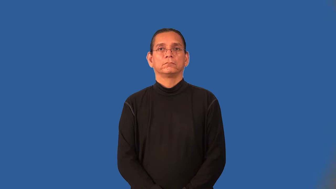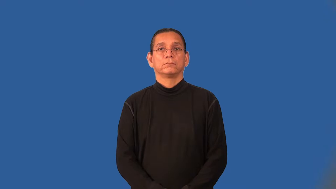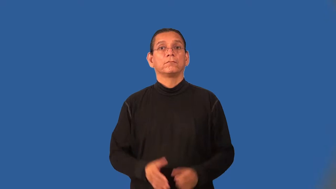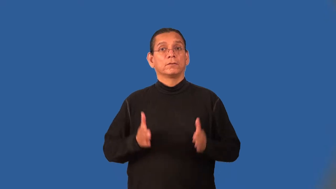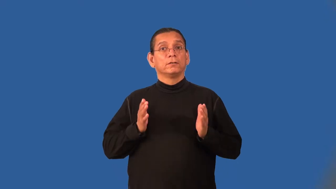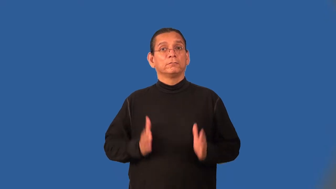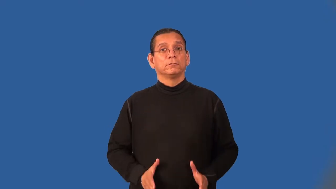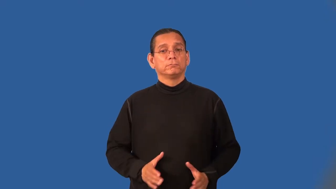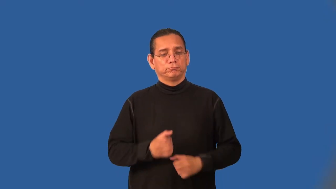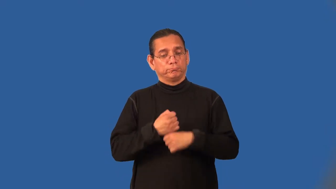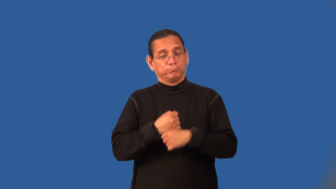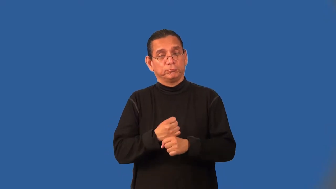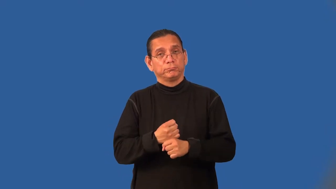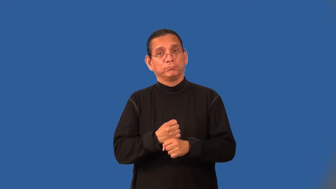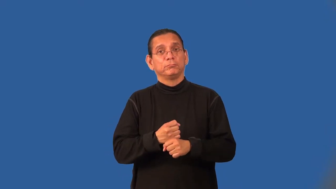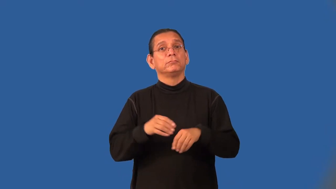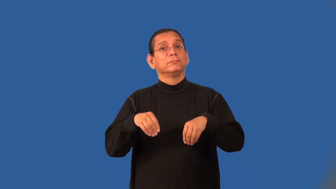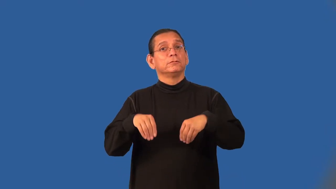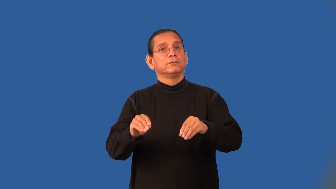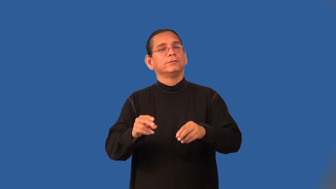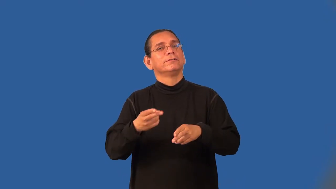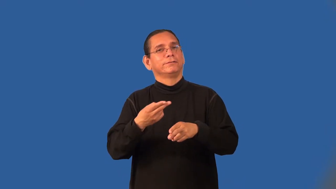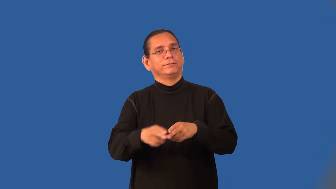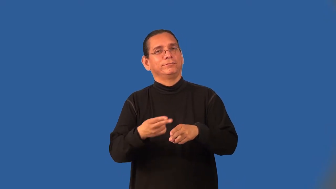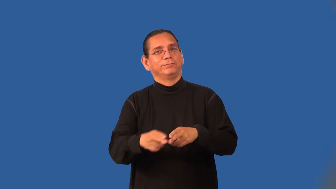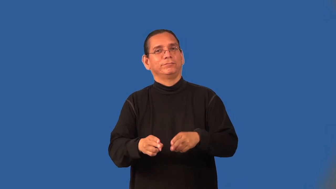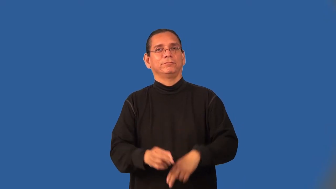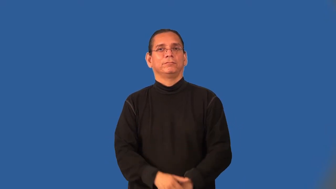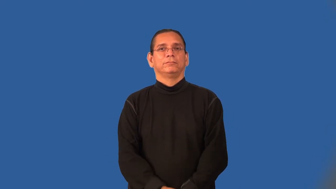cutler